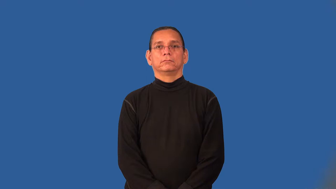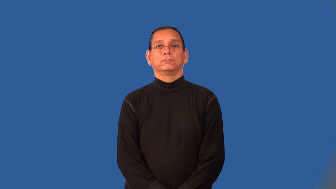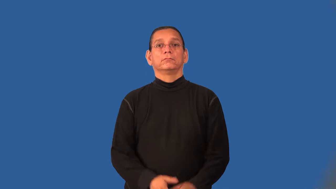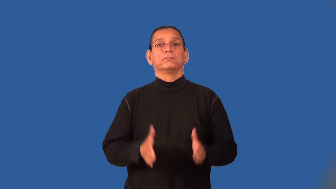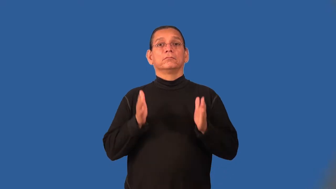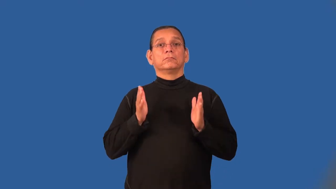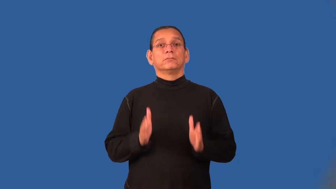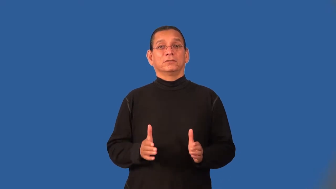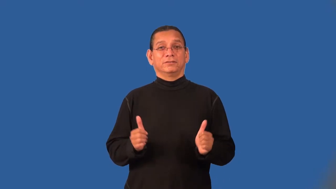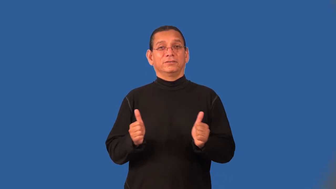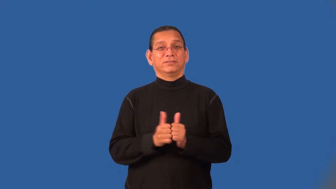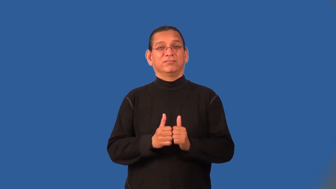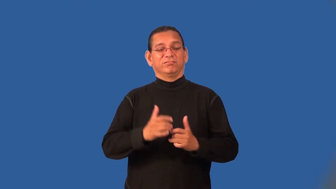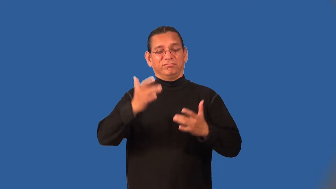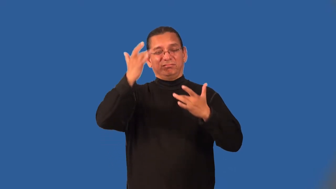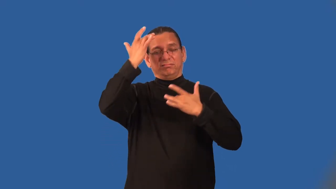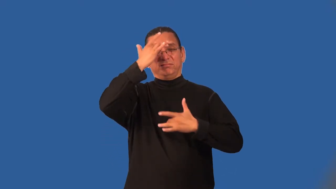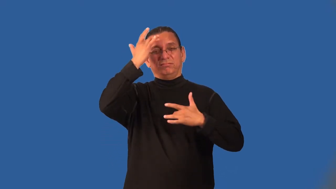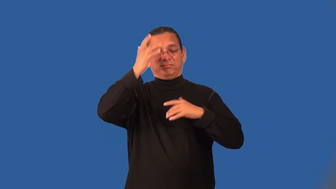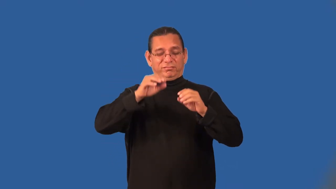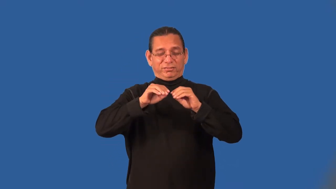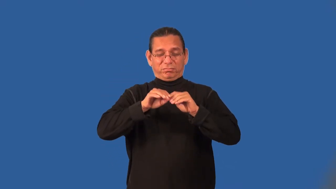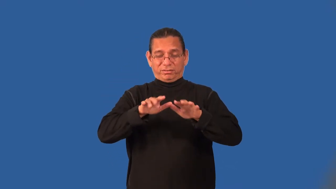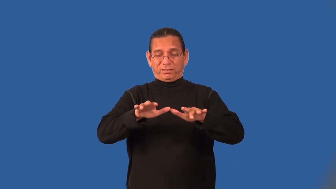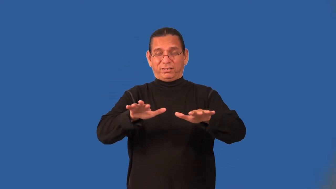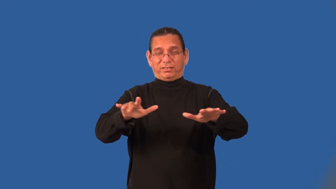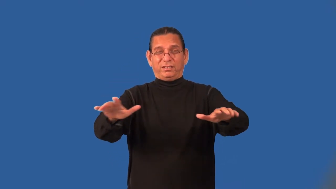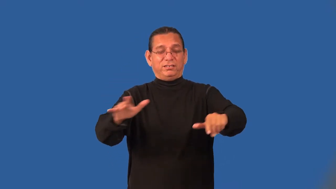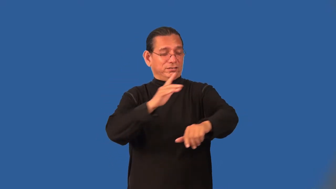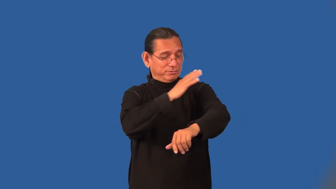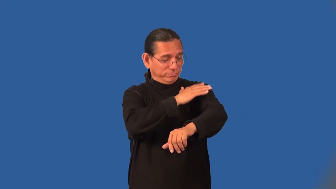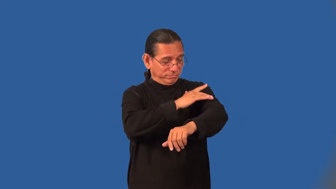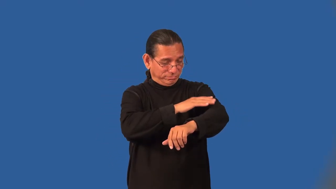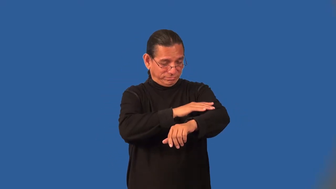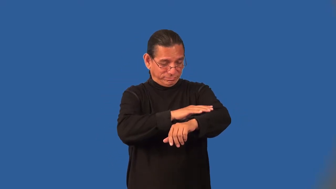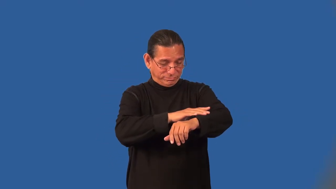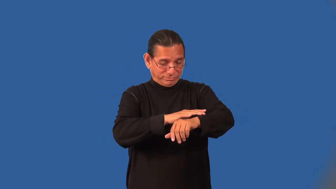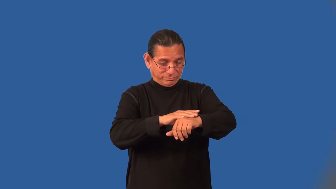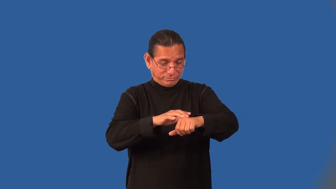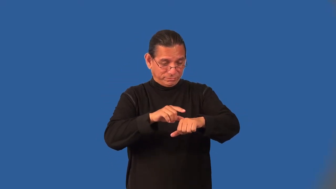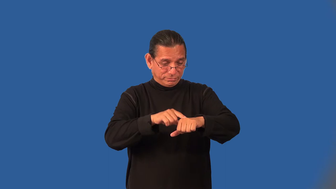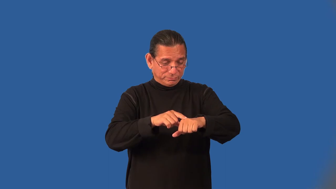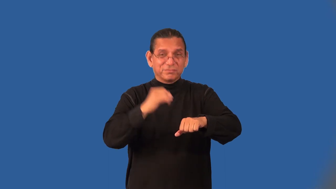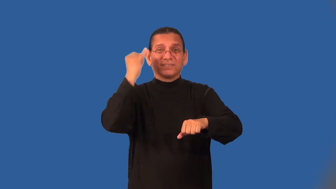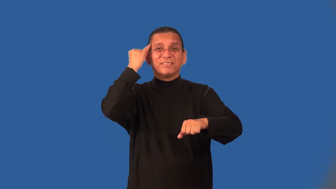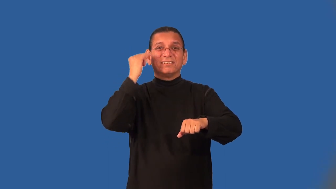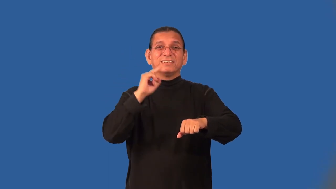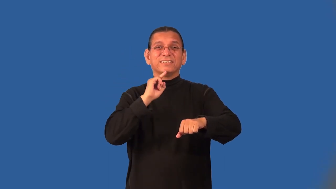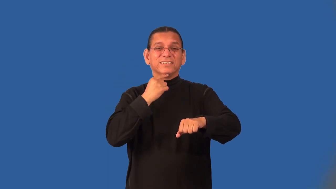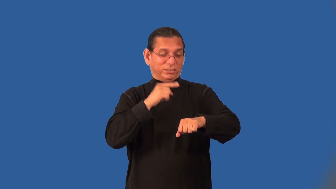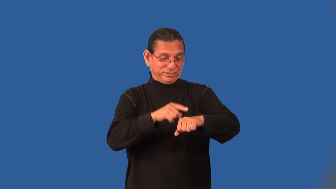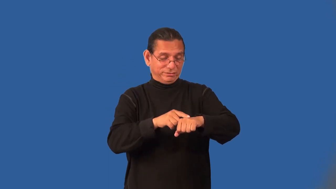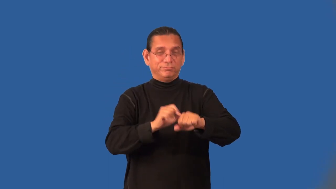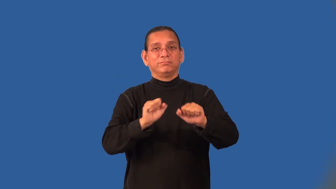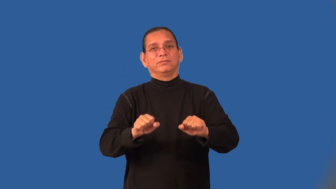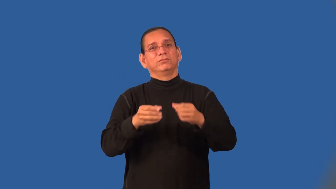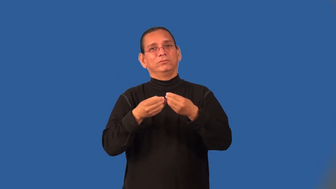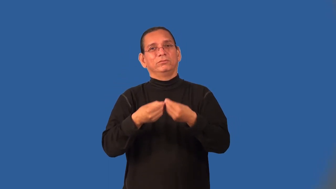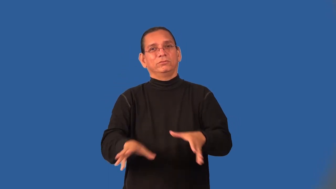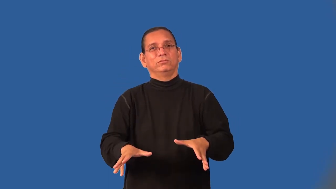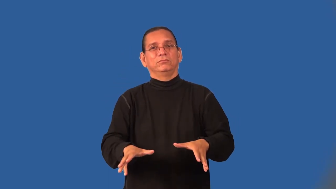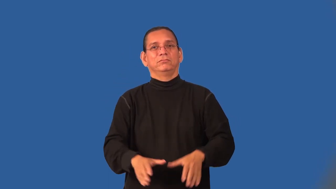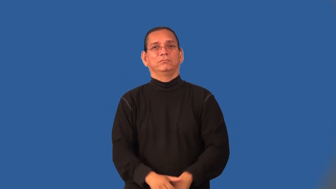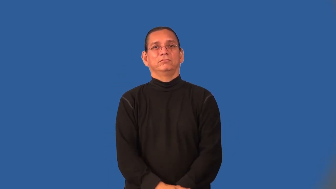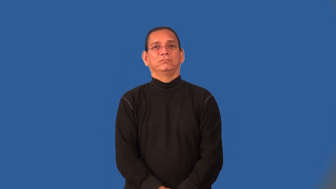leper